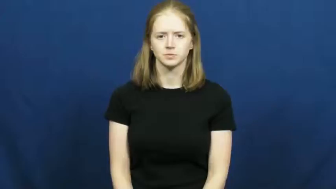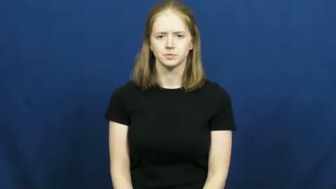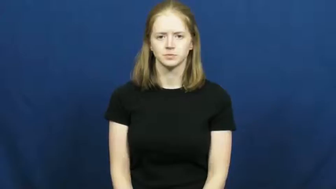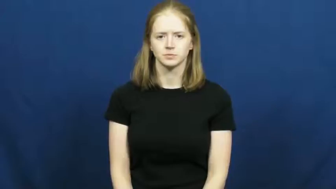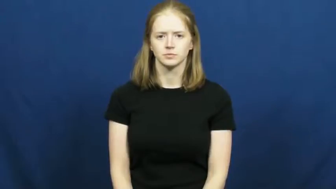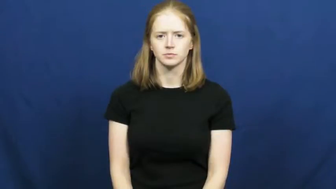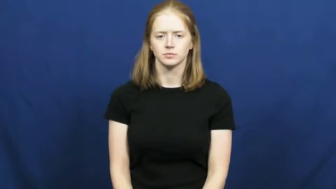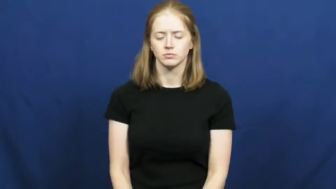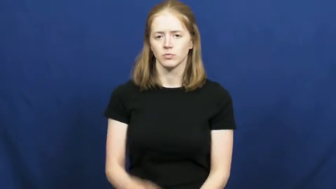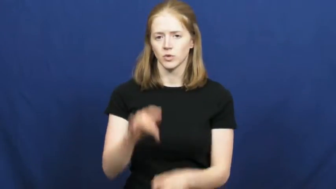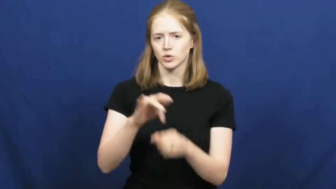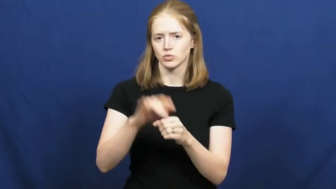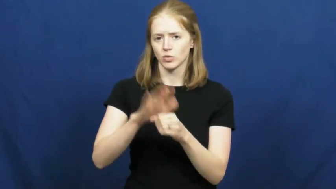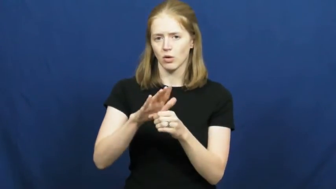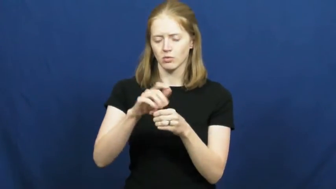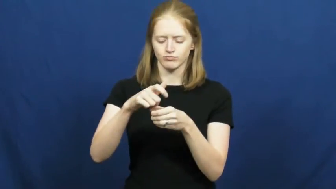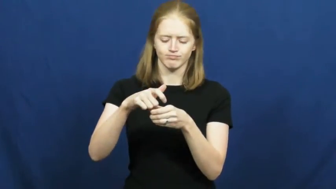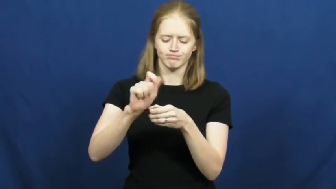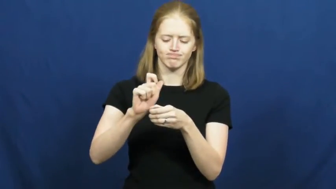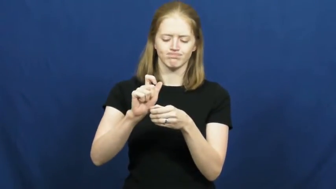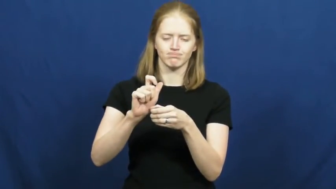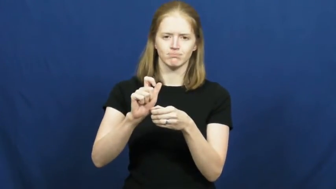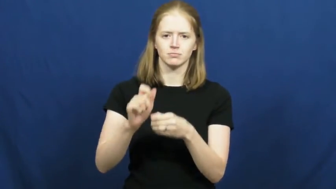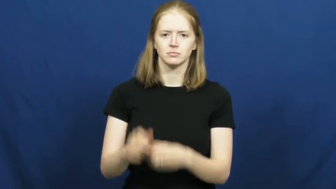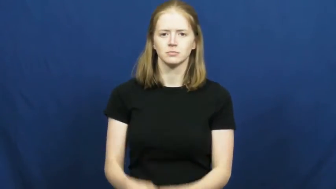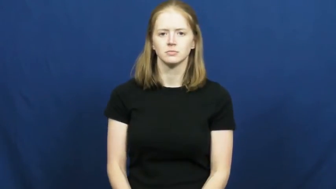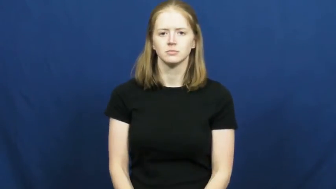open-pop top